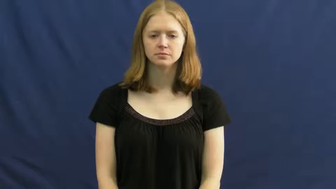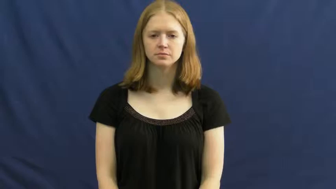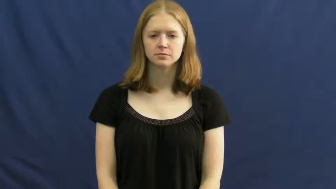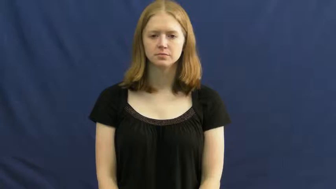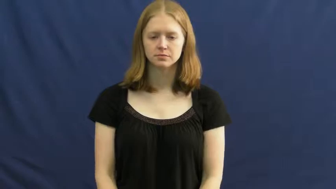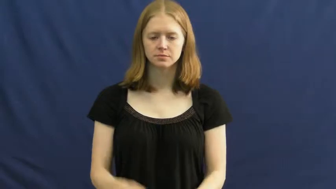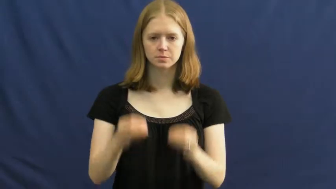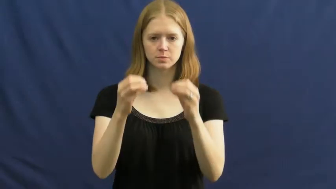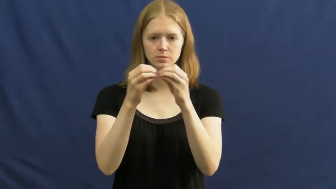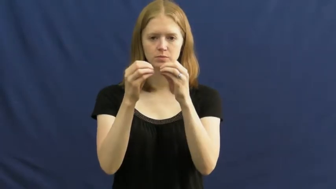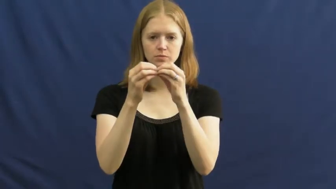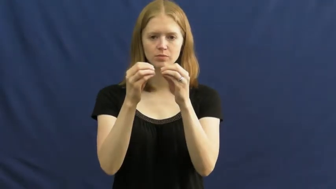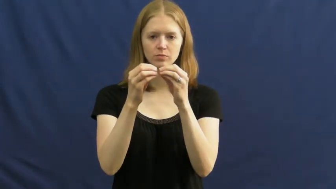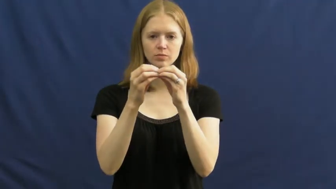more